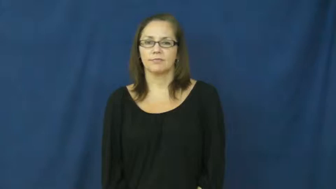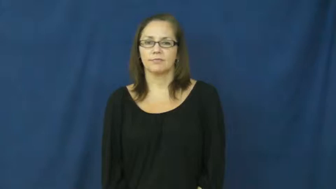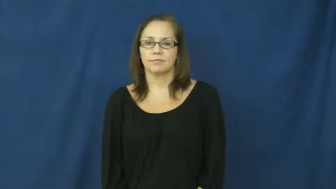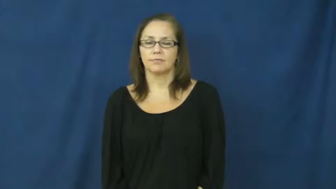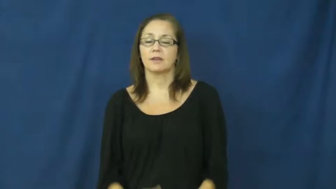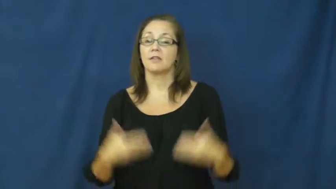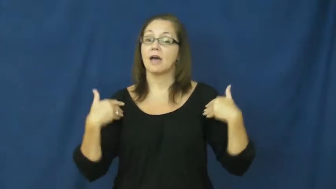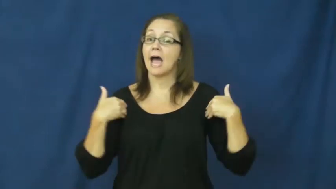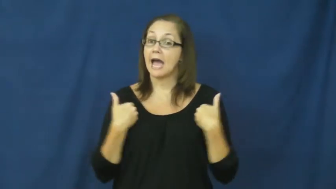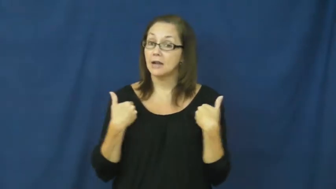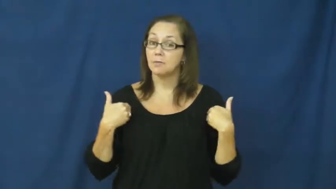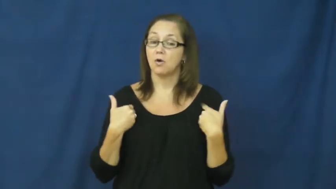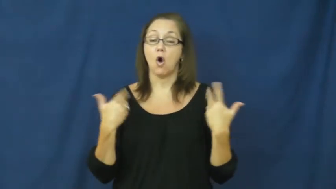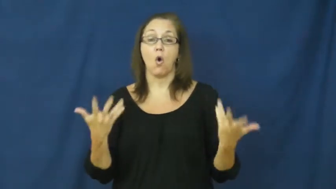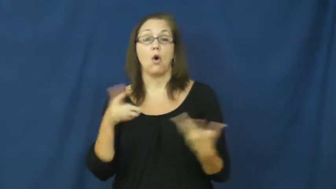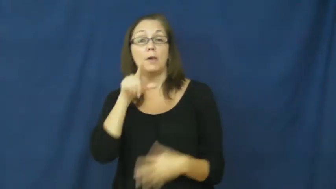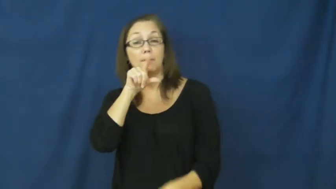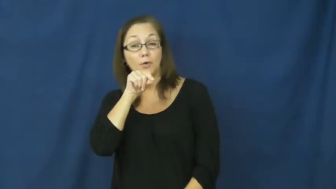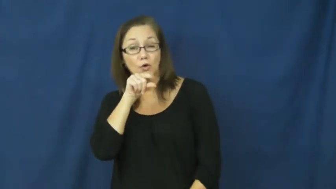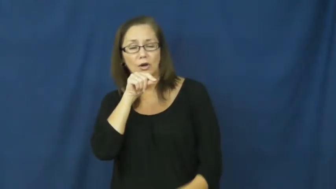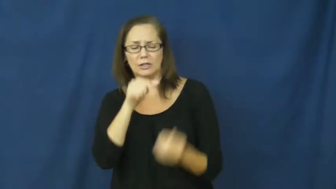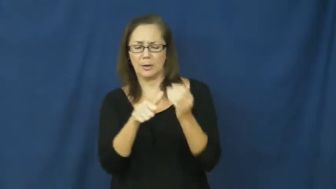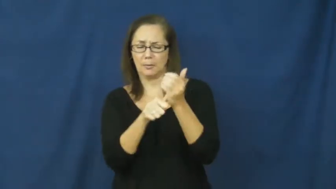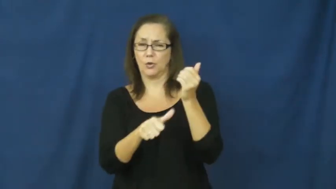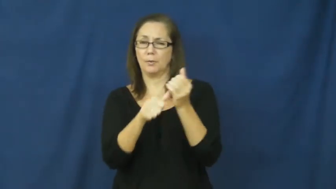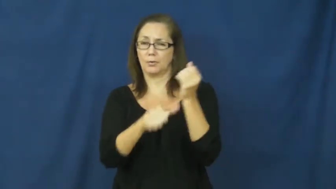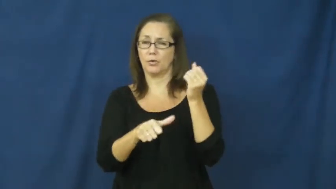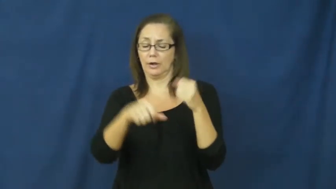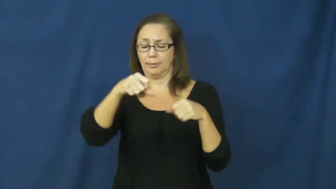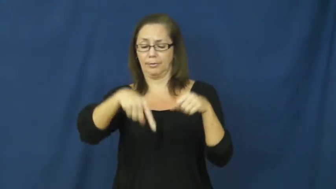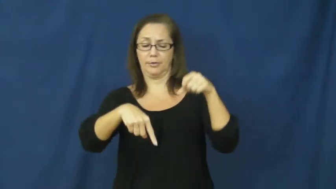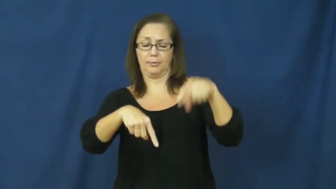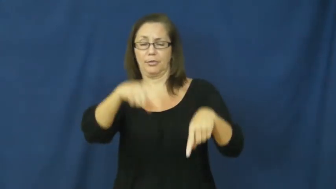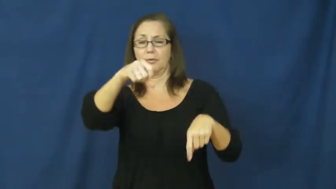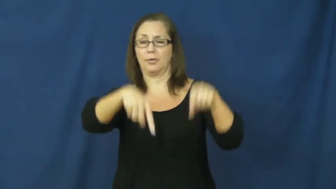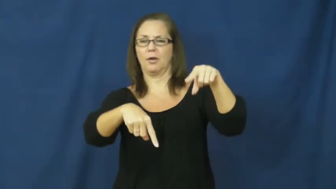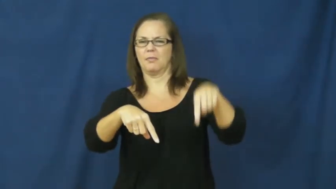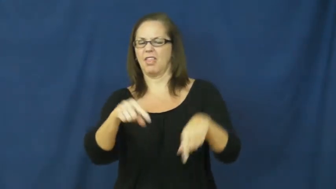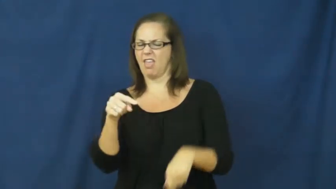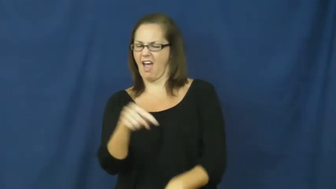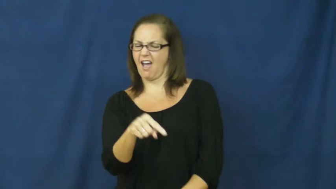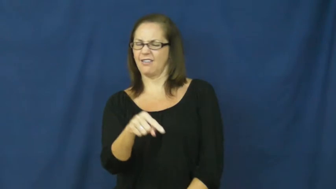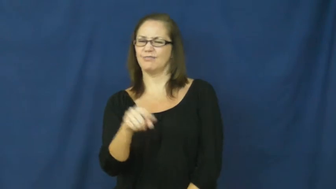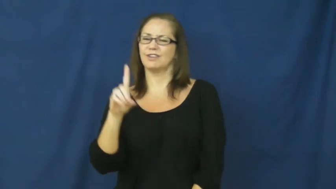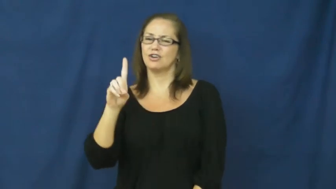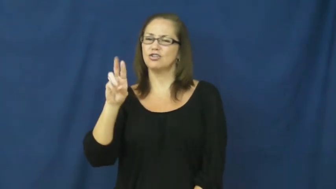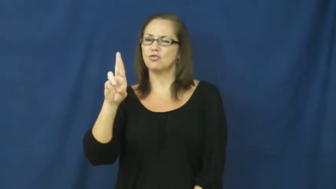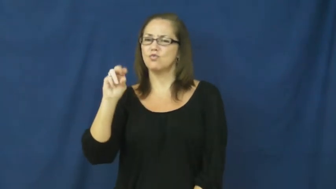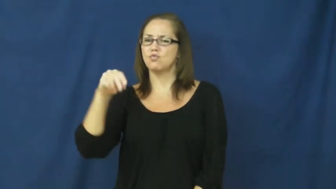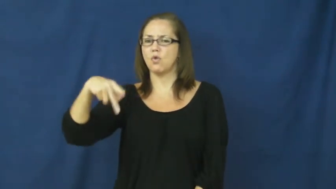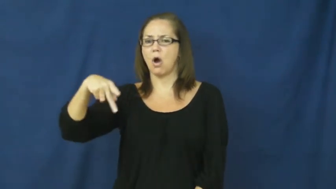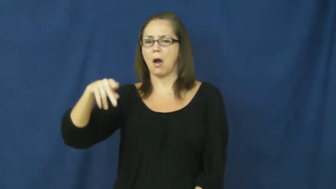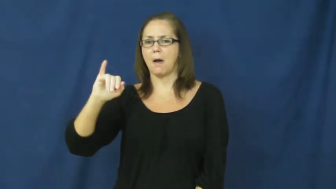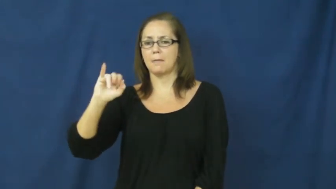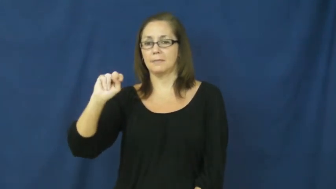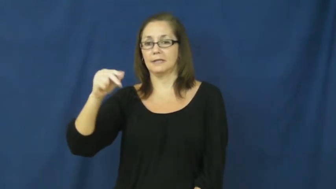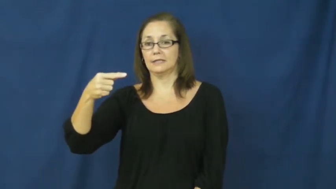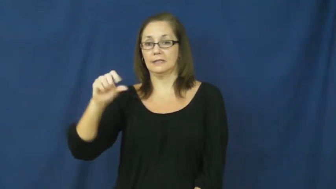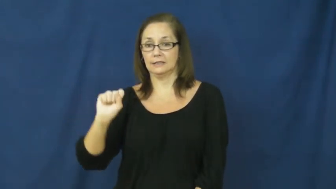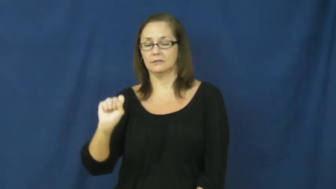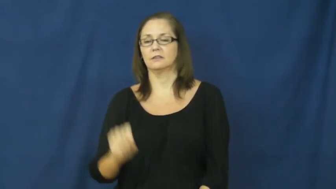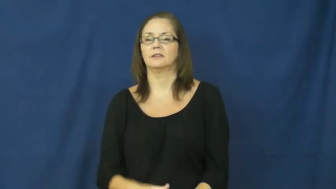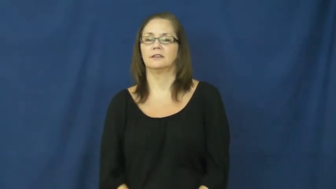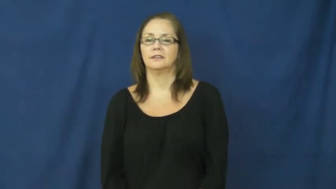droppings